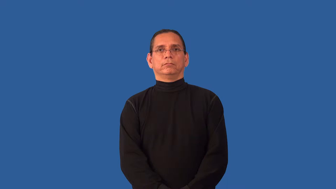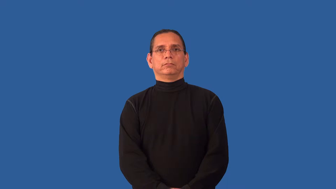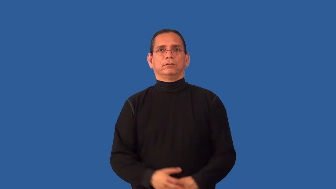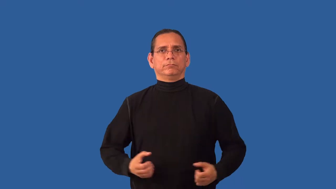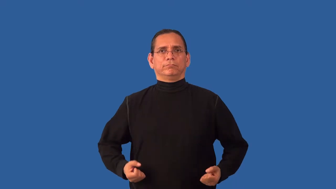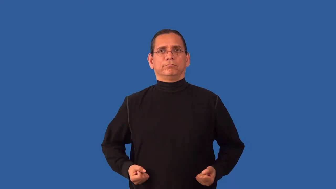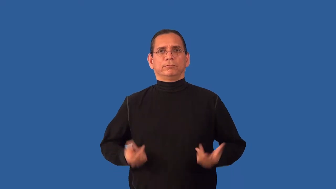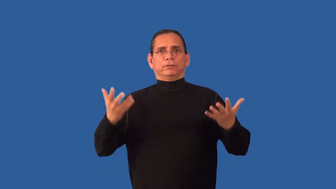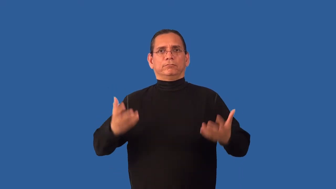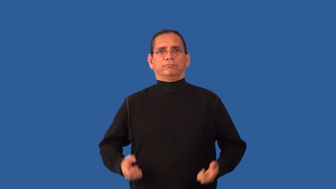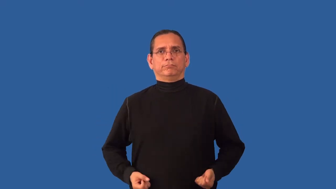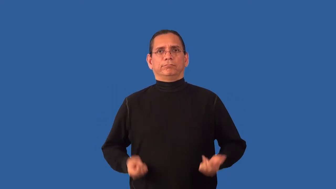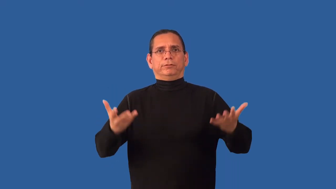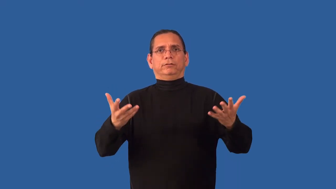unsparing,munificent-generous